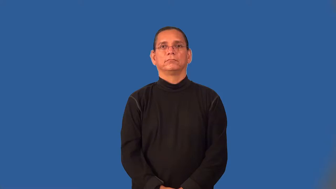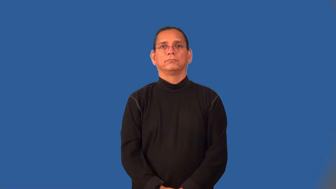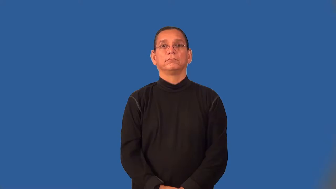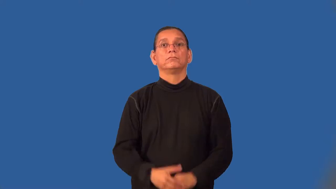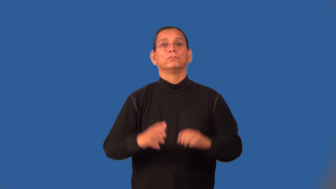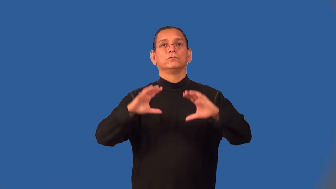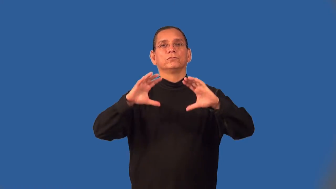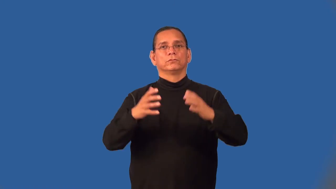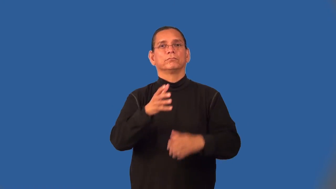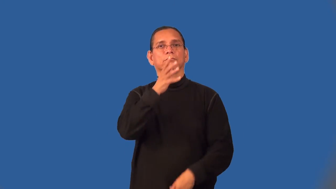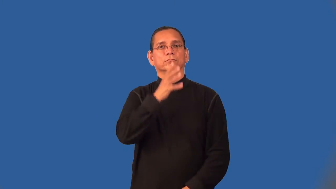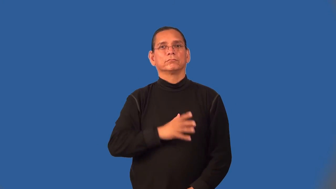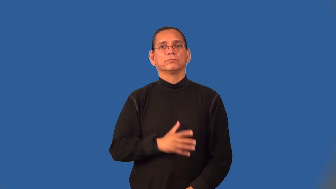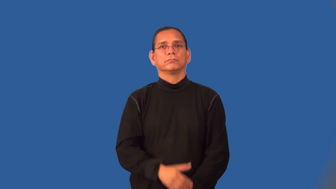tribeswoman